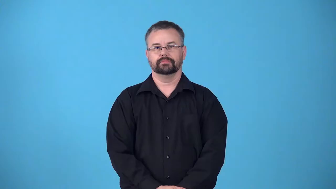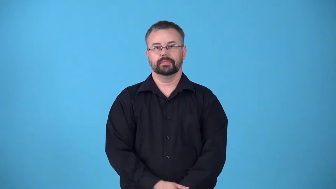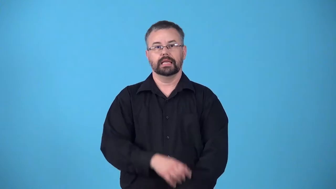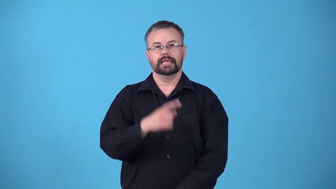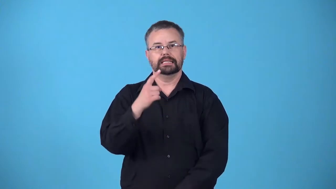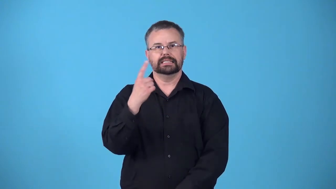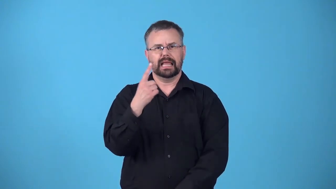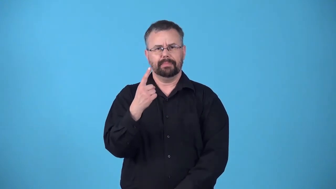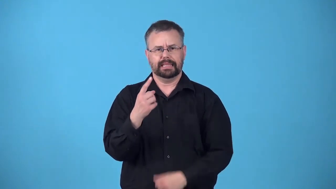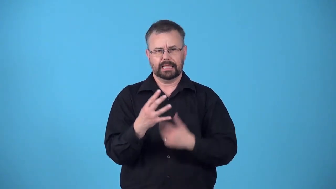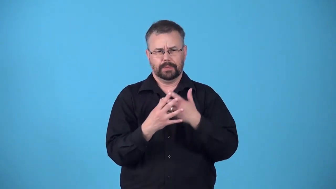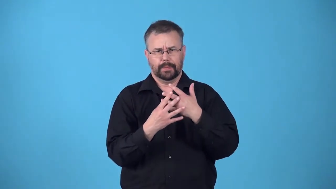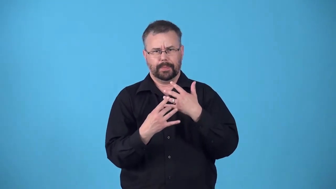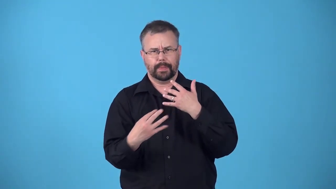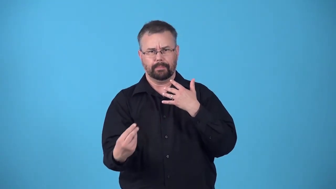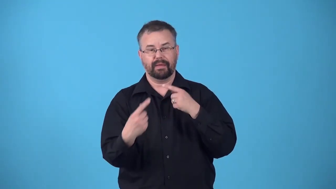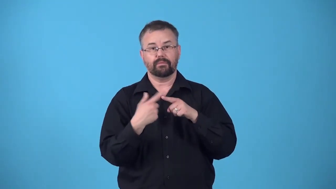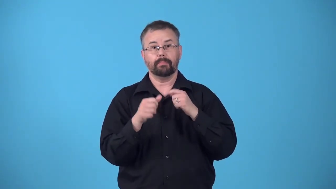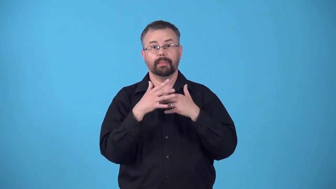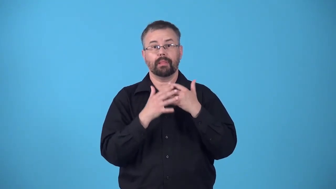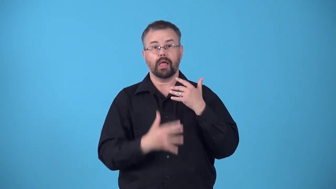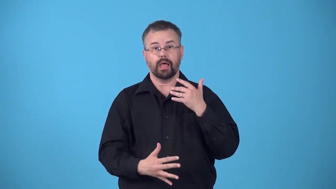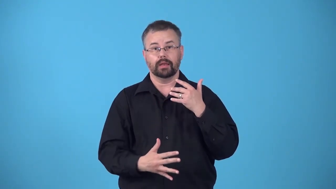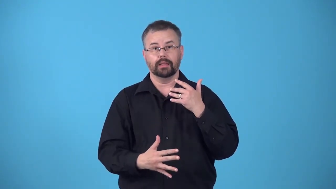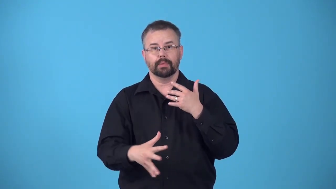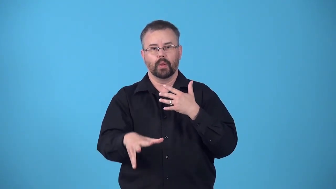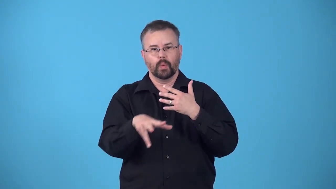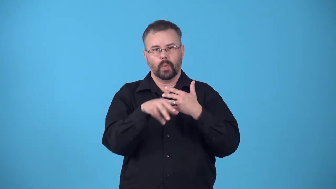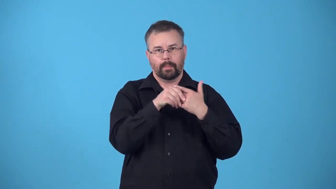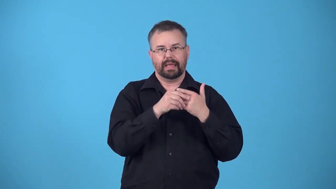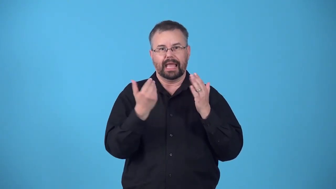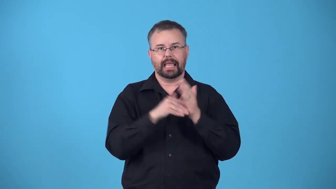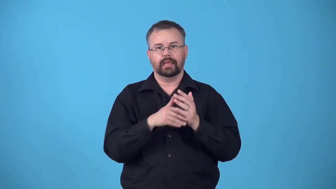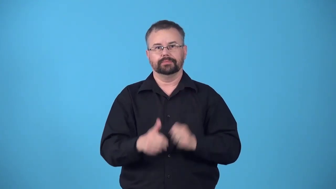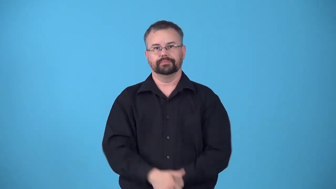recrement-blood